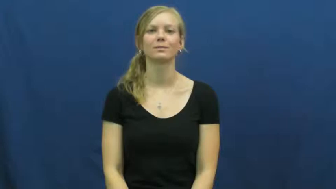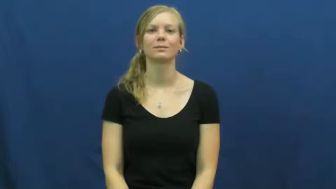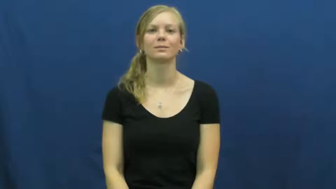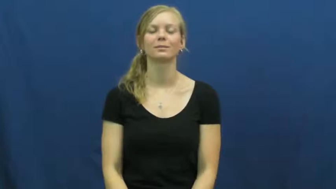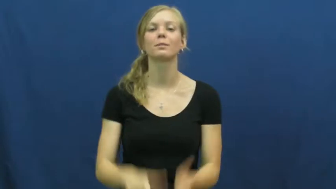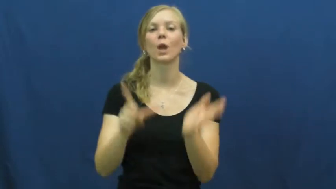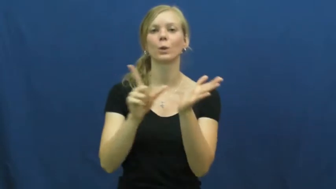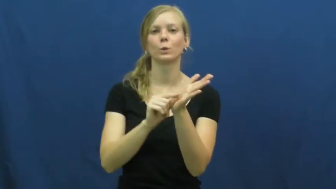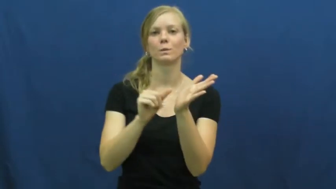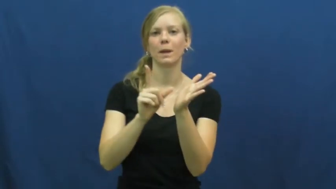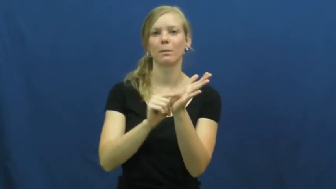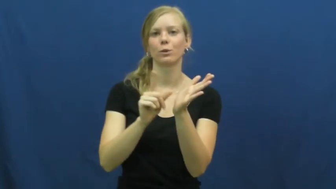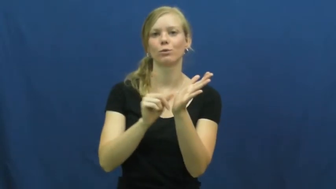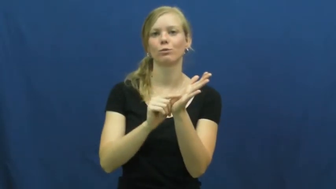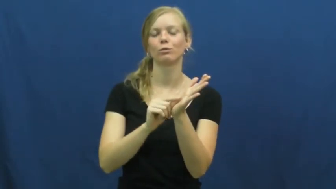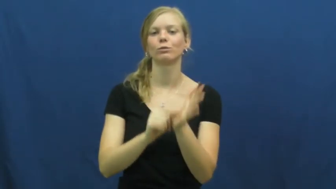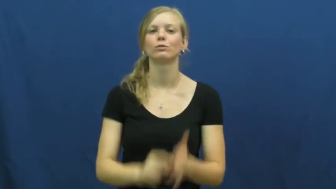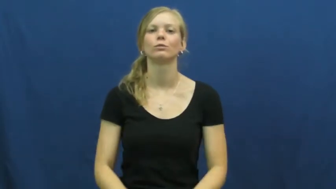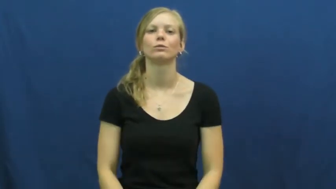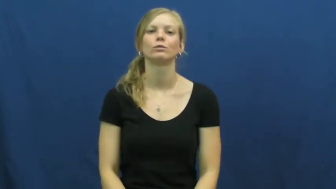newspaper,broadsheet,gazette,paper,tribune,daily